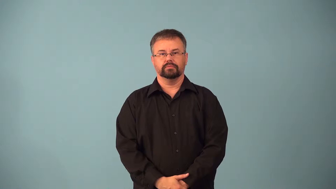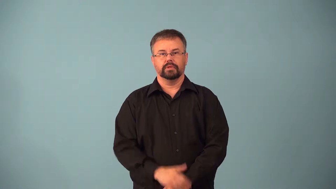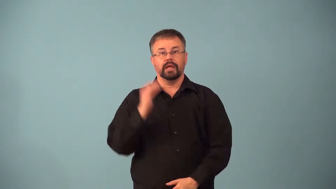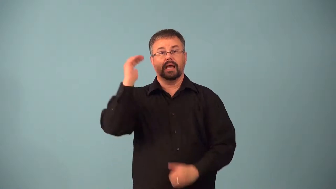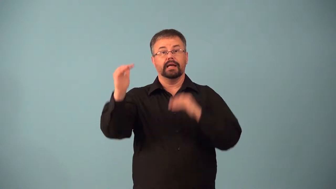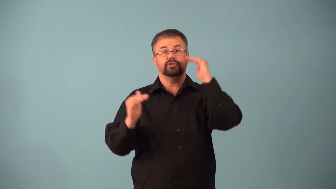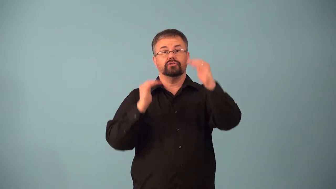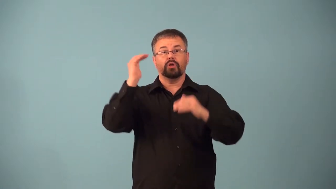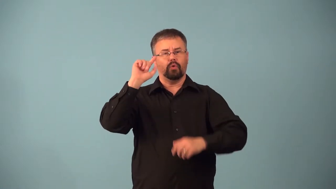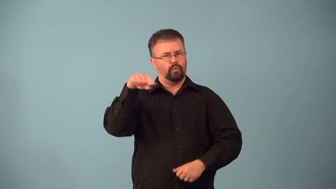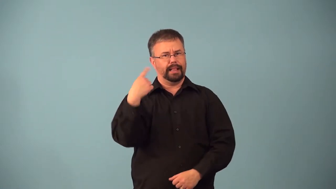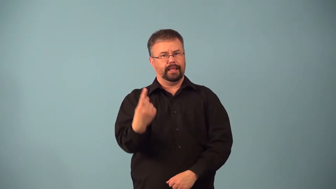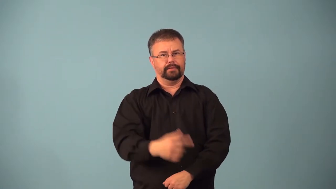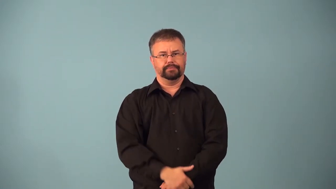adult-contains sex